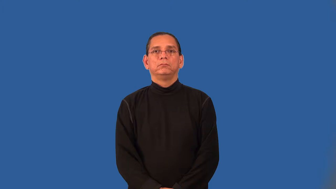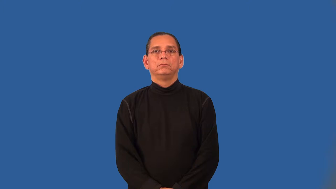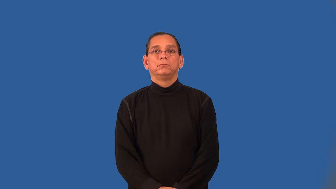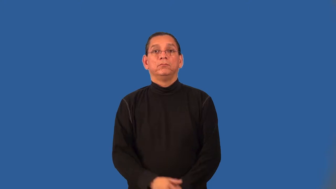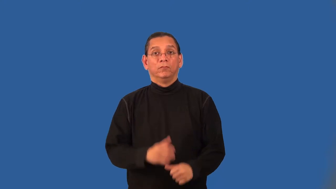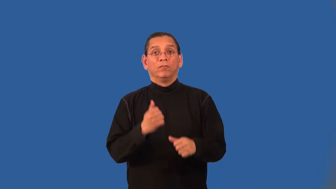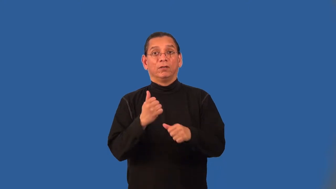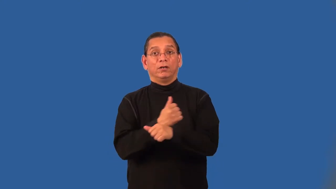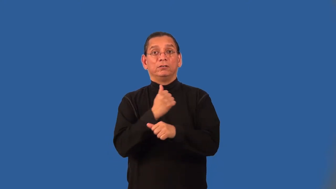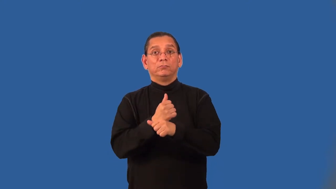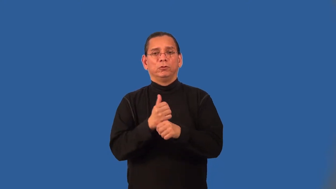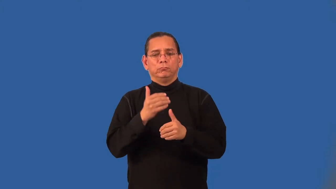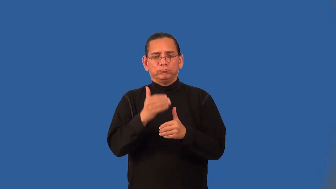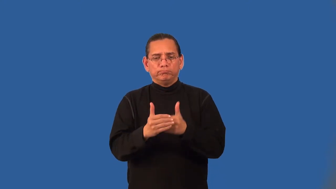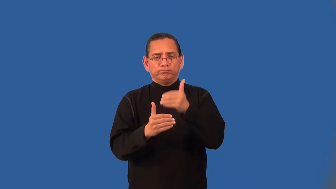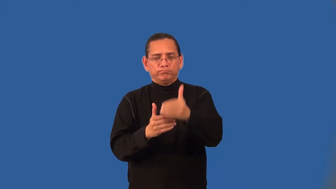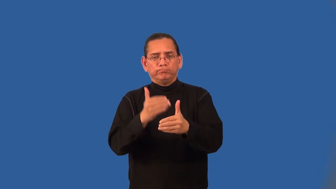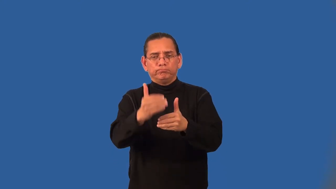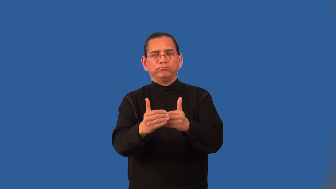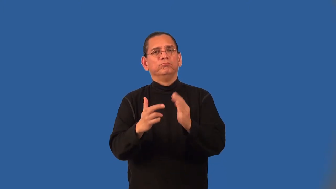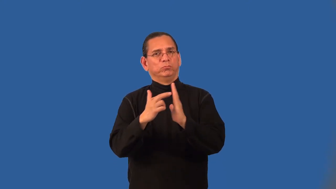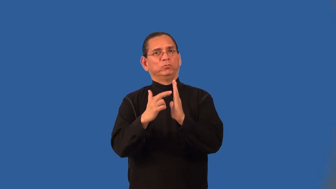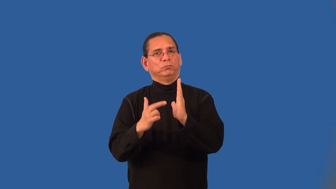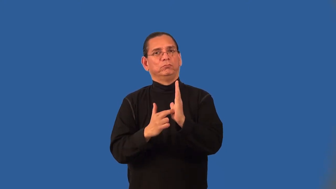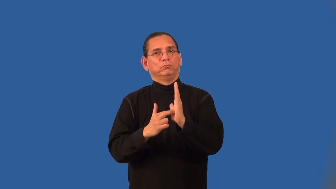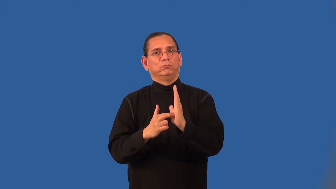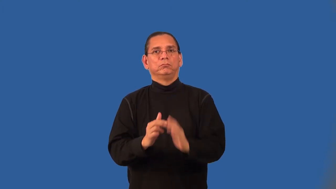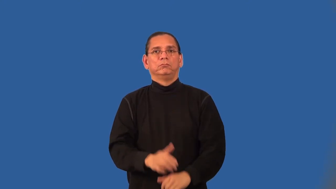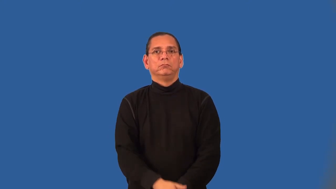algebraic operating system